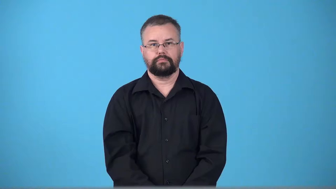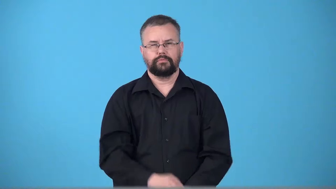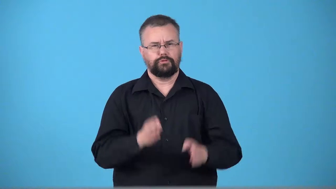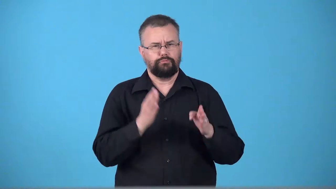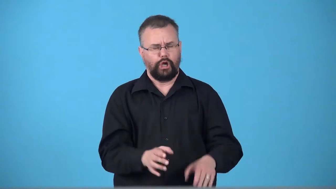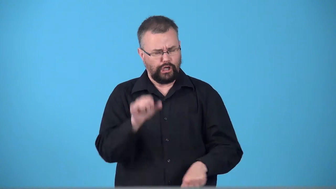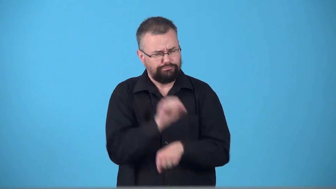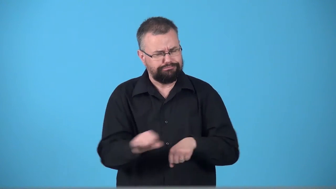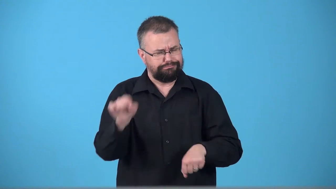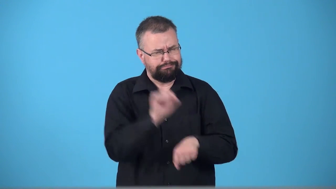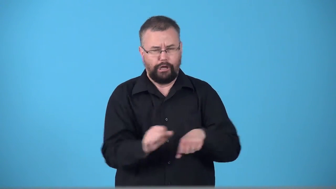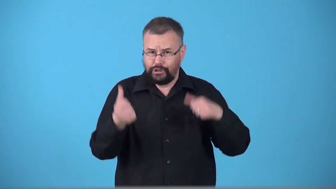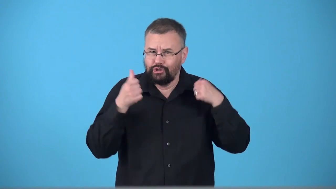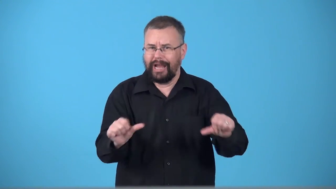trooper-person who tries hard